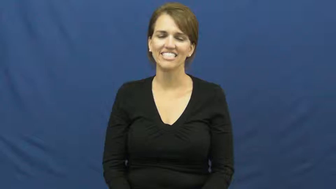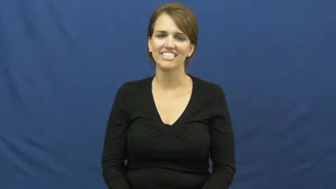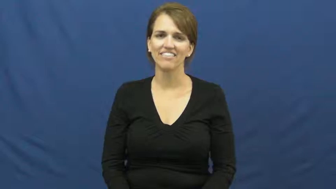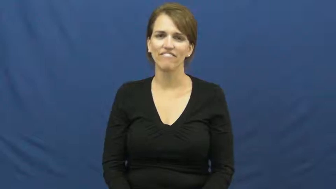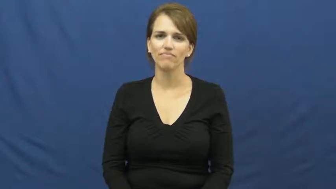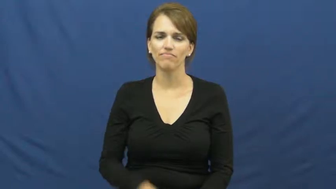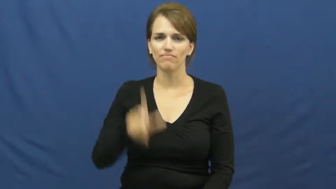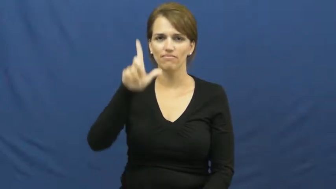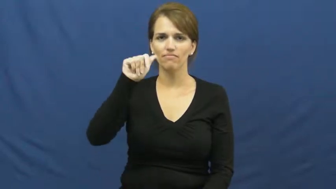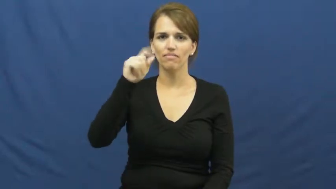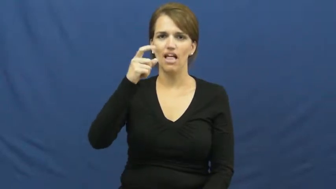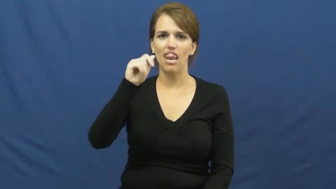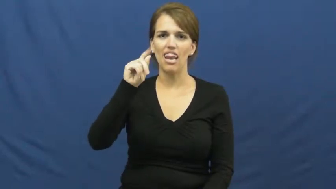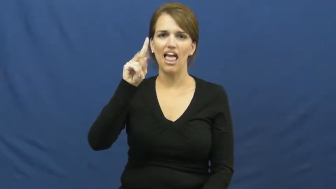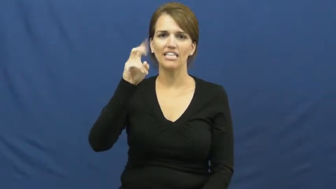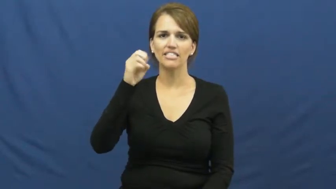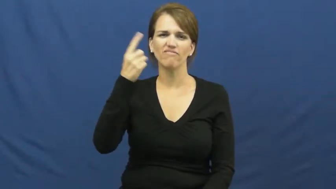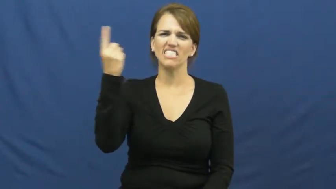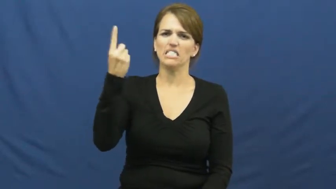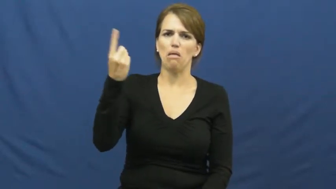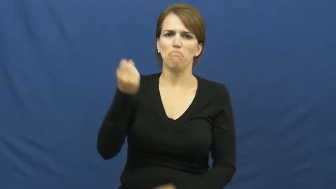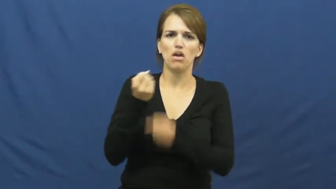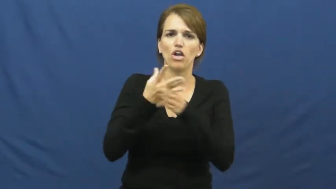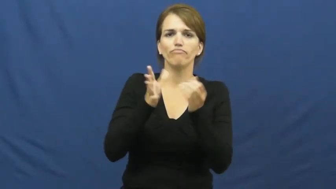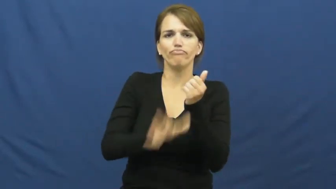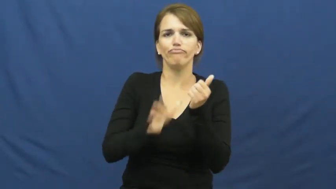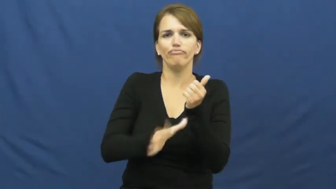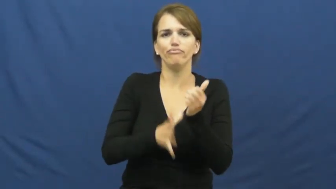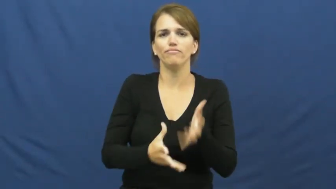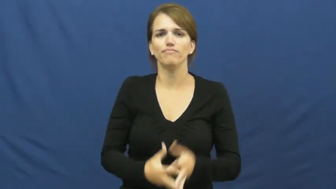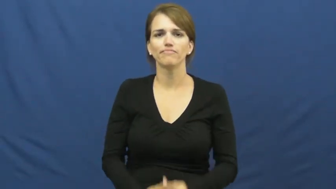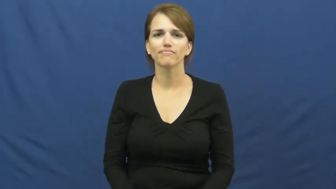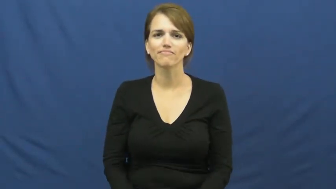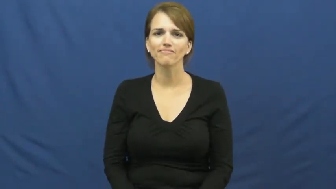laxative